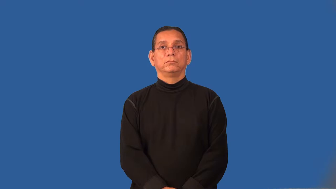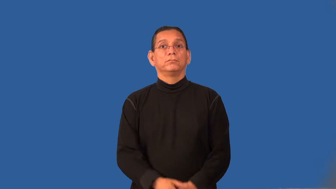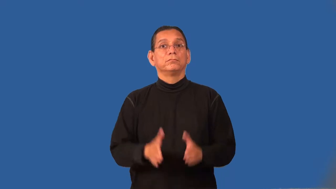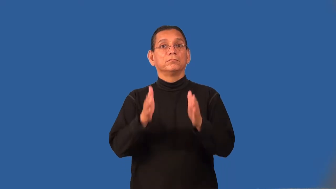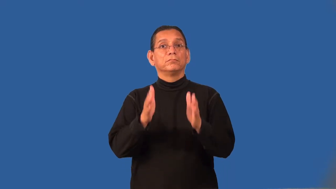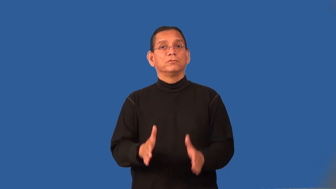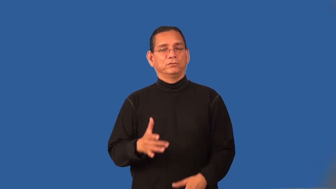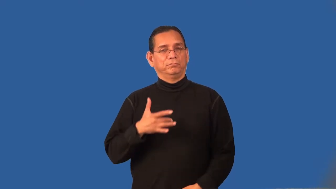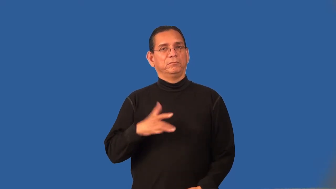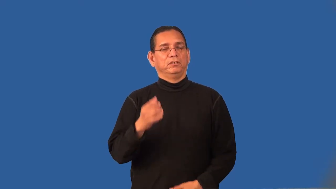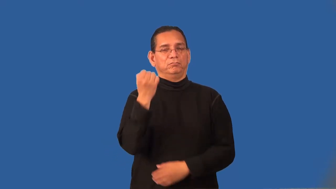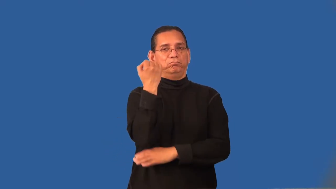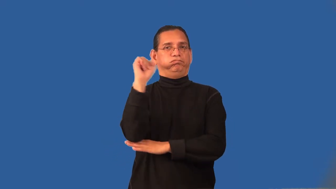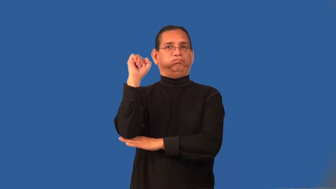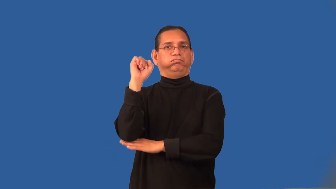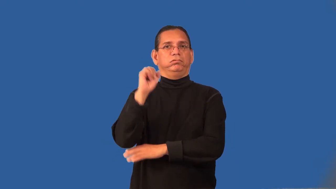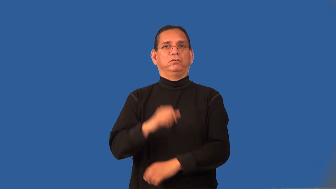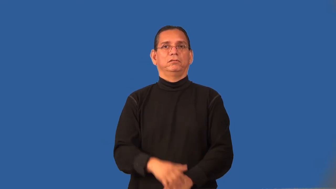radical,fringe